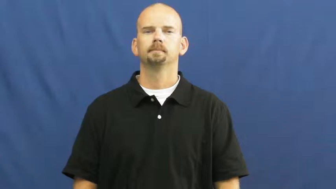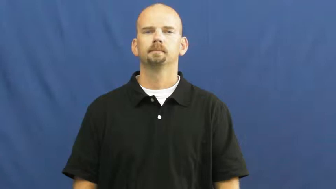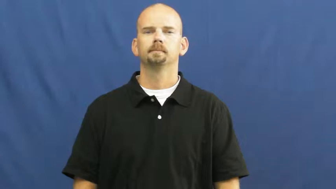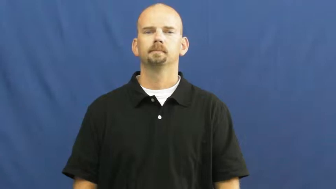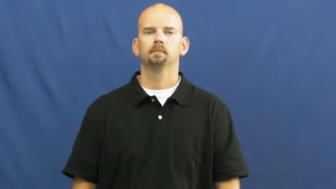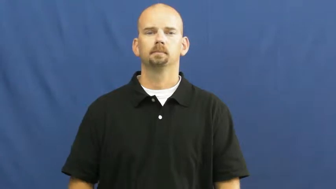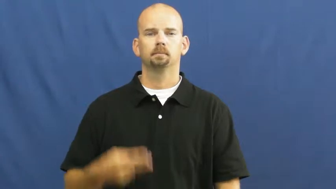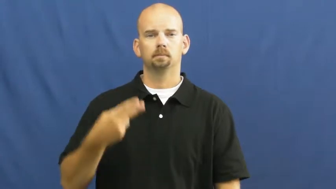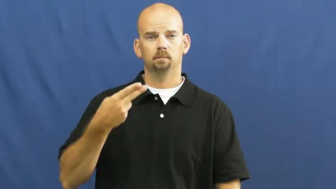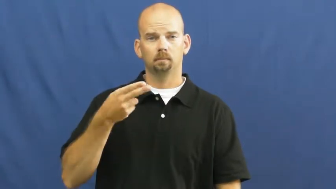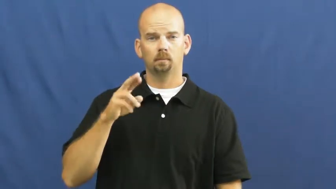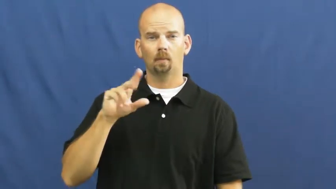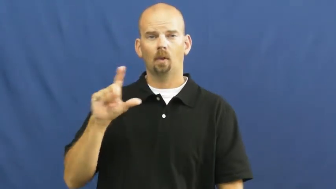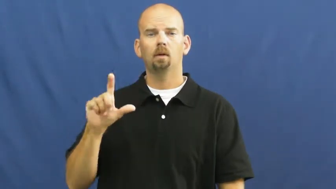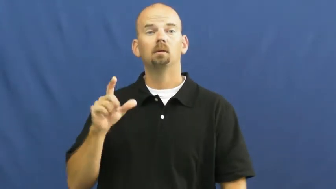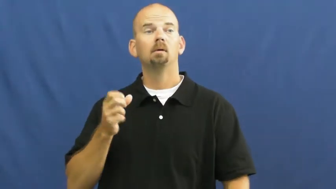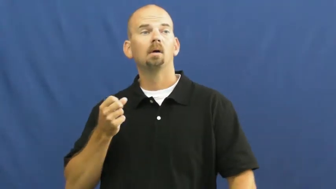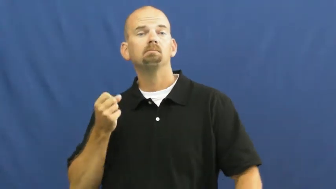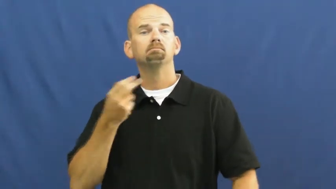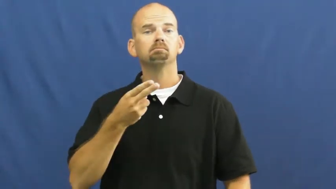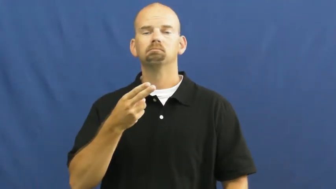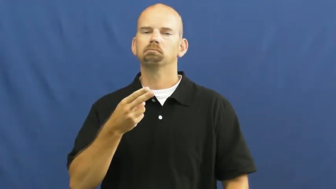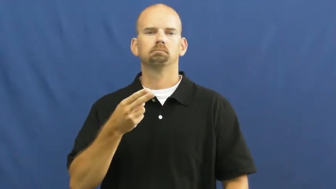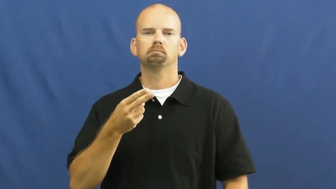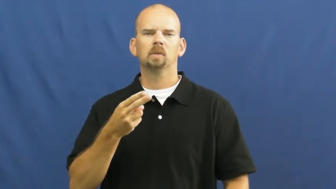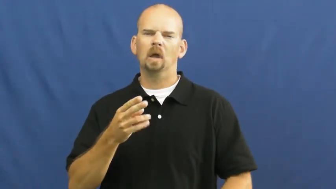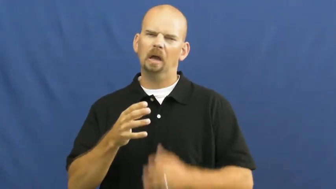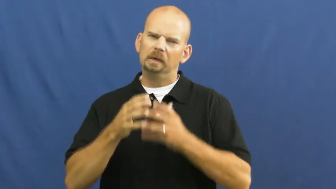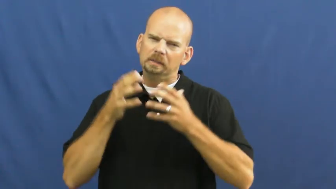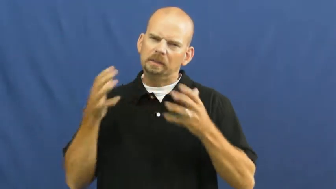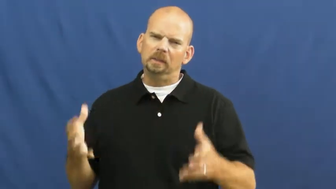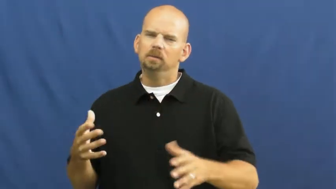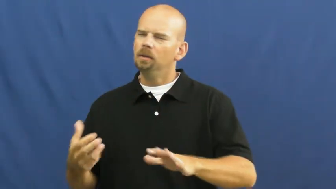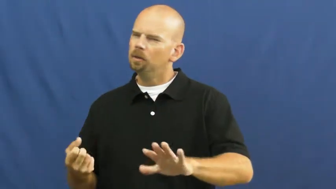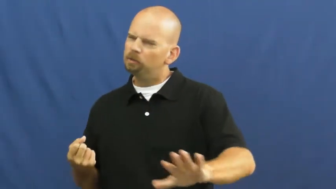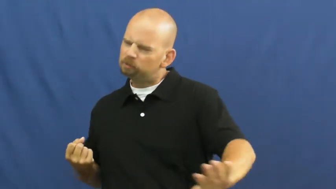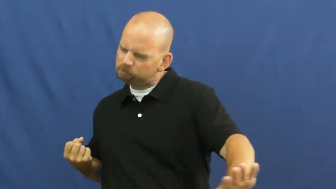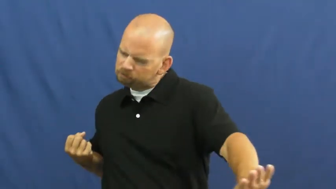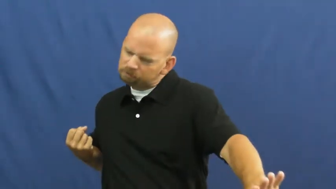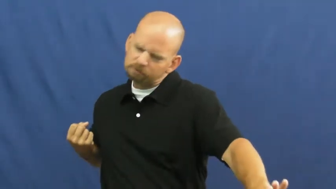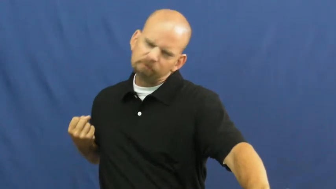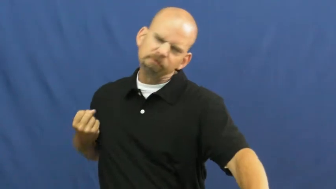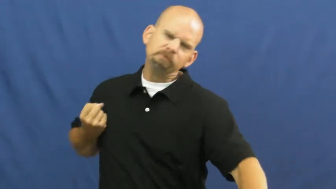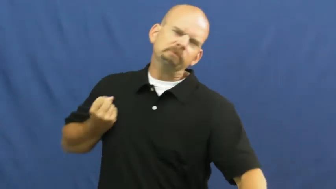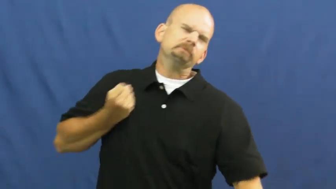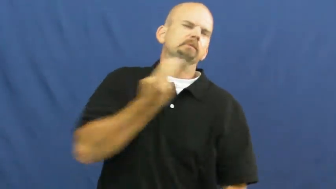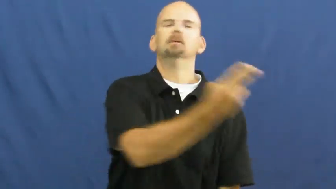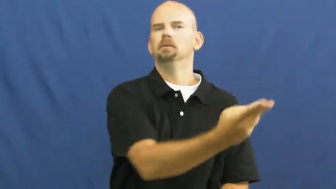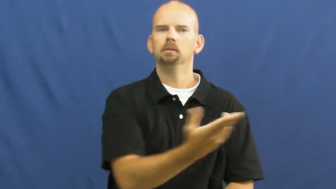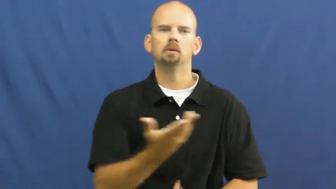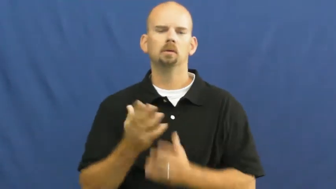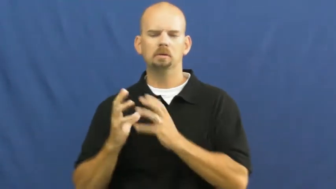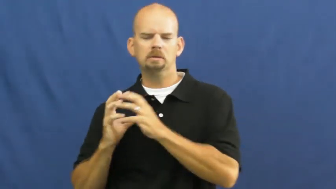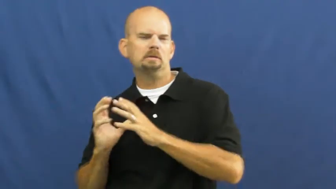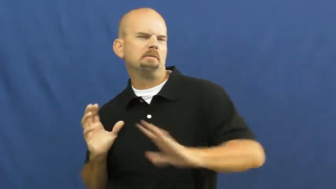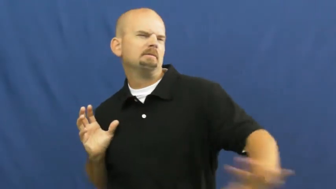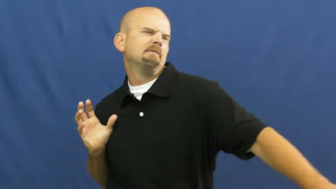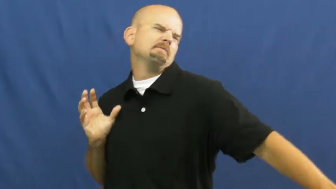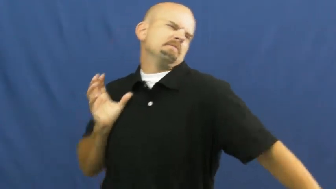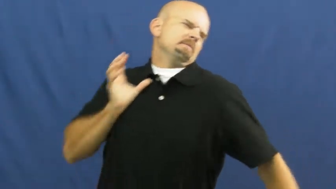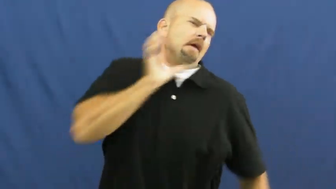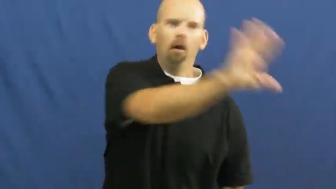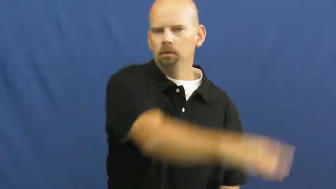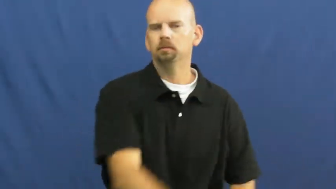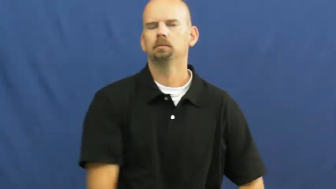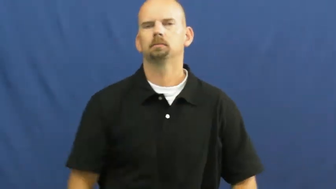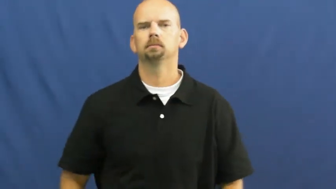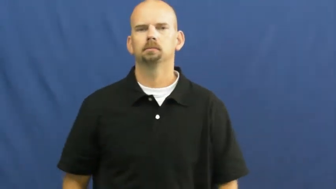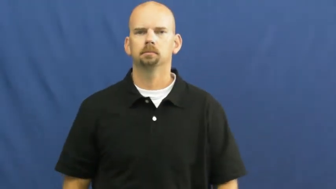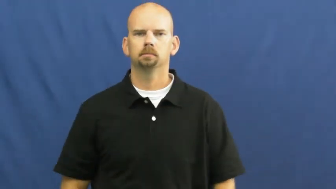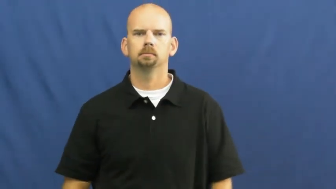hurl-throw